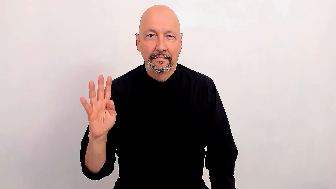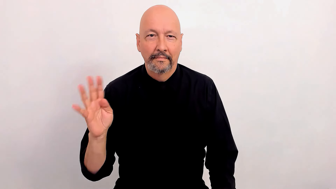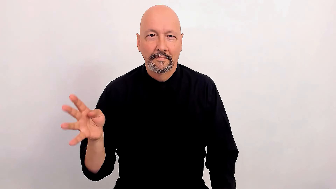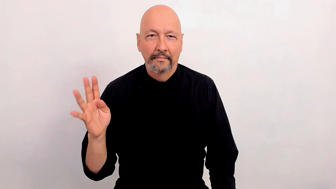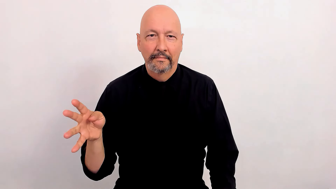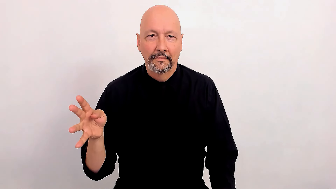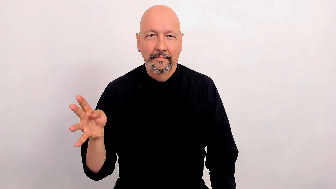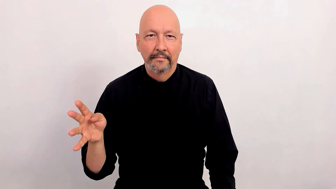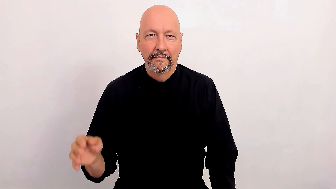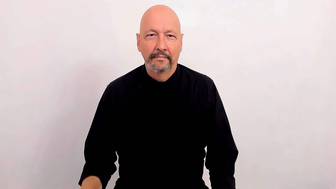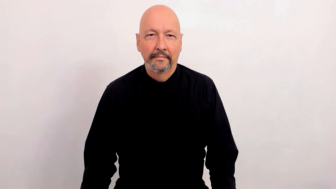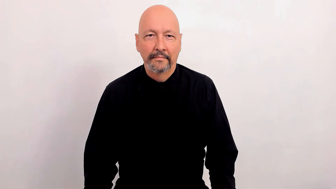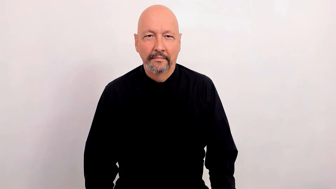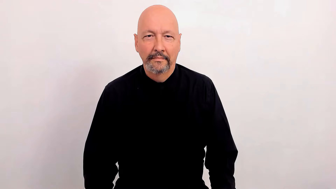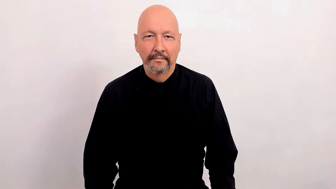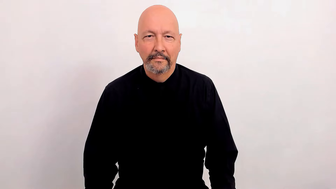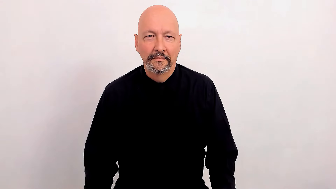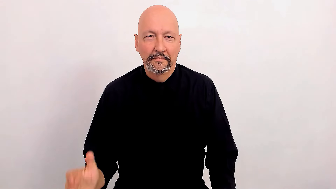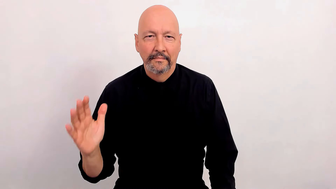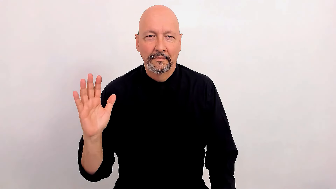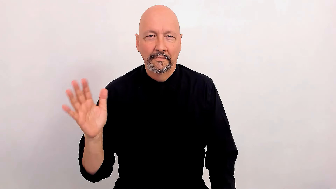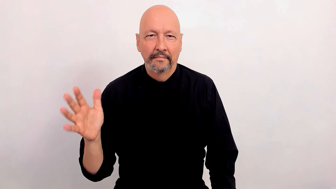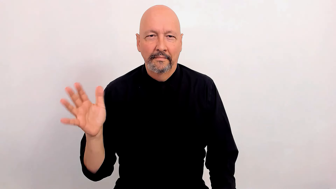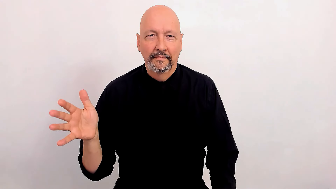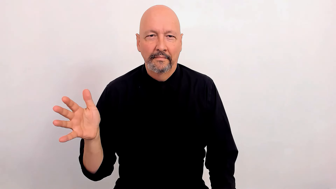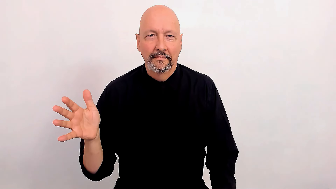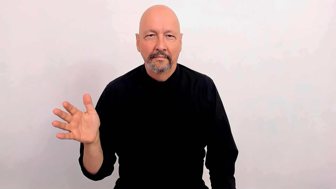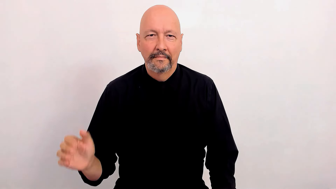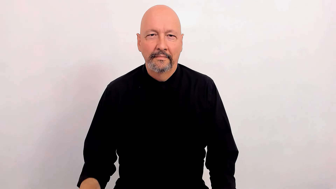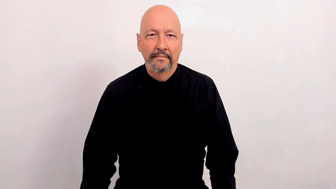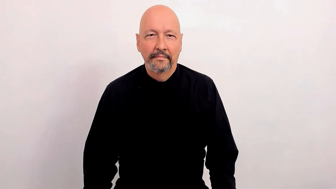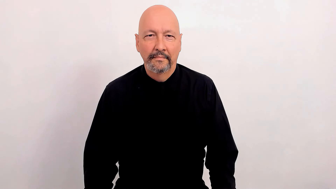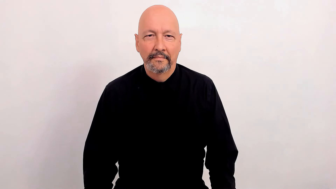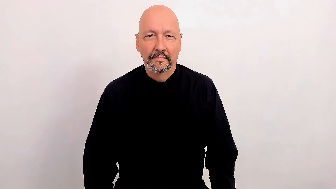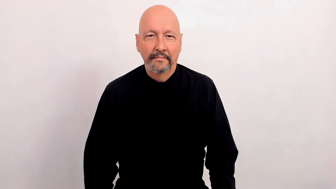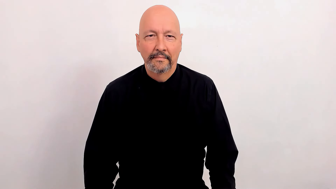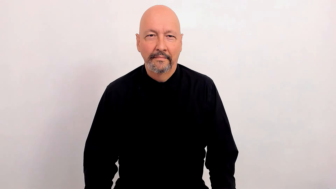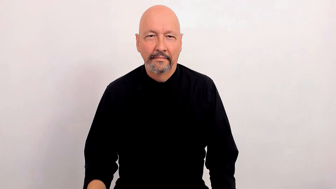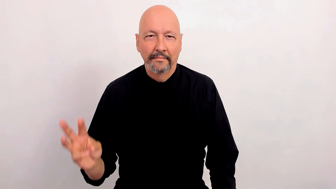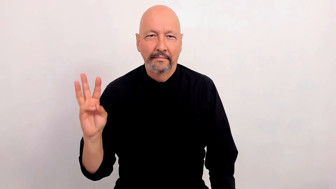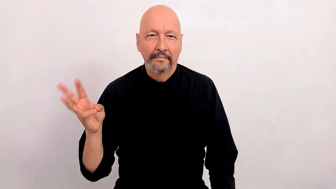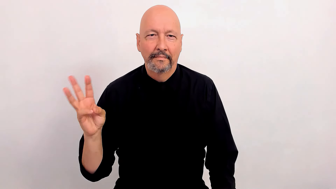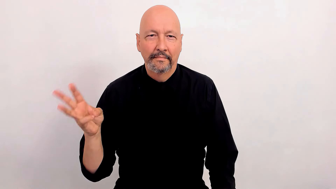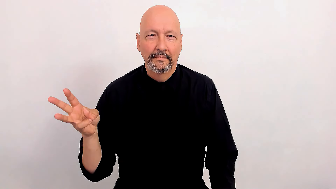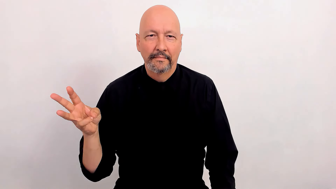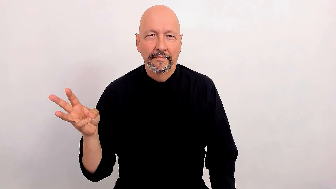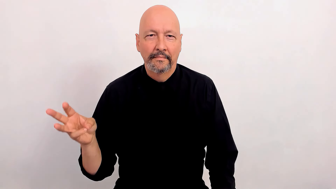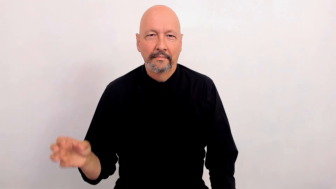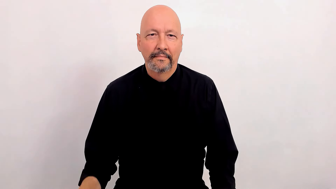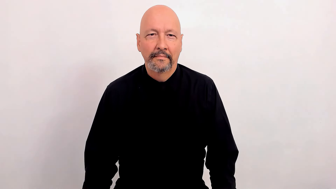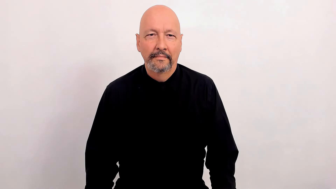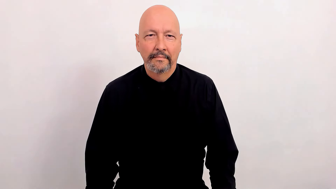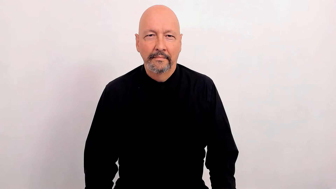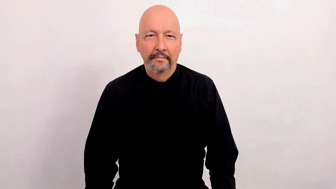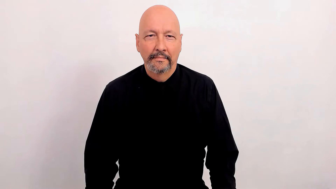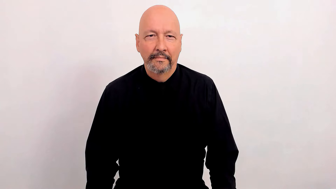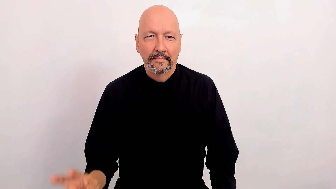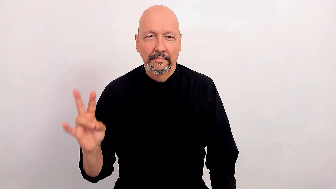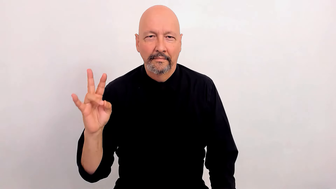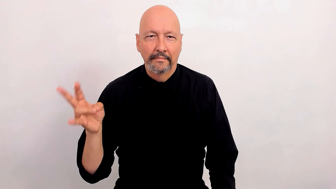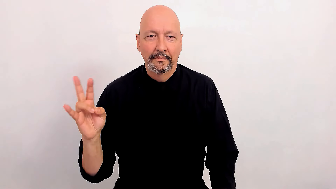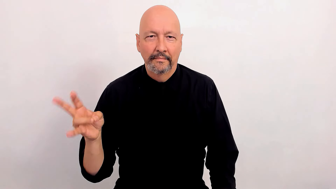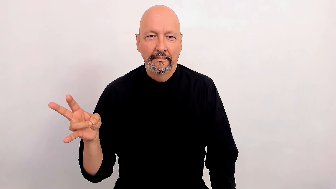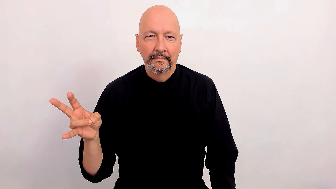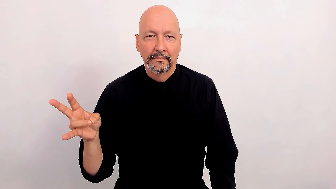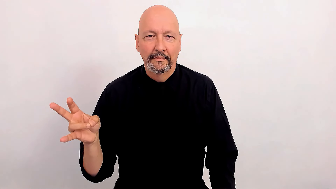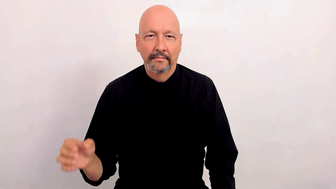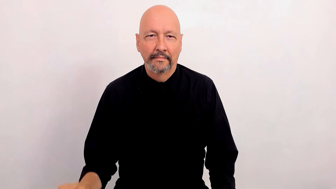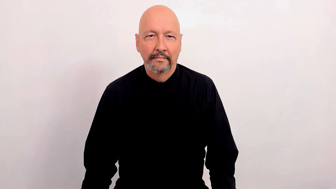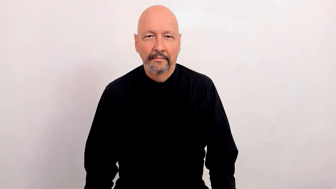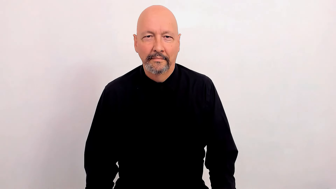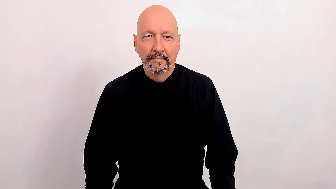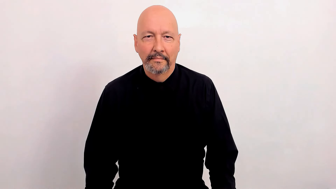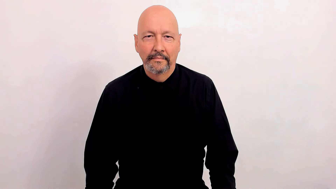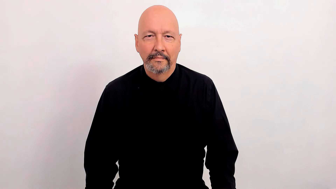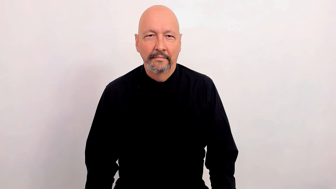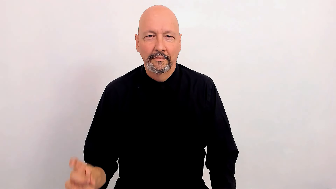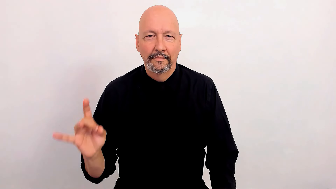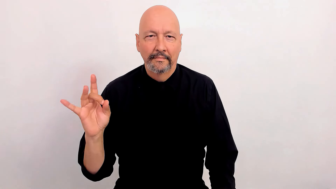30's, 40's, 50's, 60's, 70's, 80's, & 90's Age decade descriptors and/or decade (of life) notation